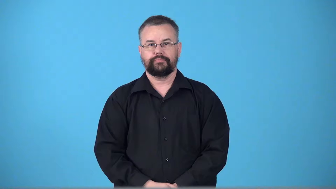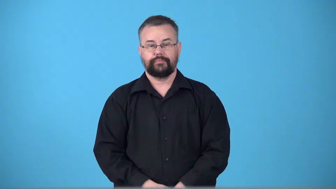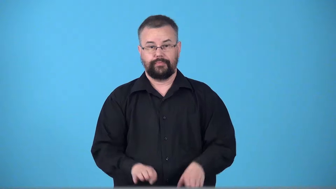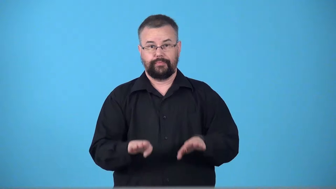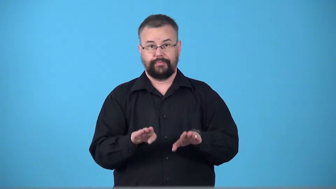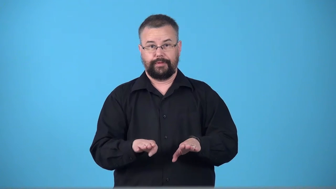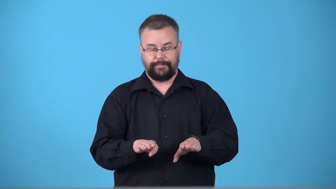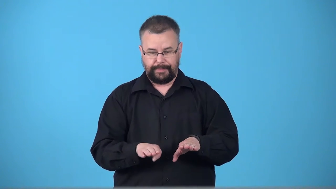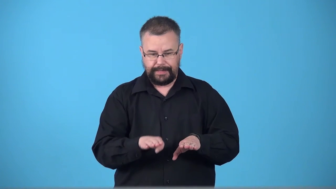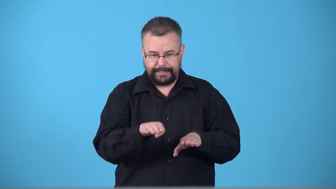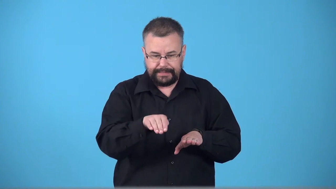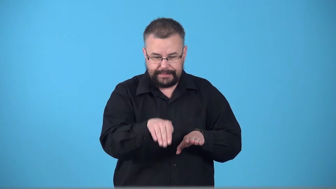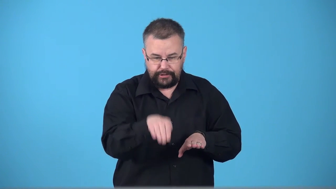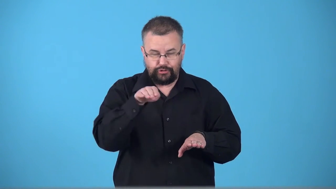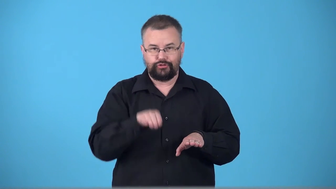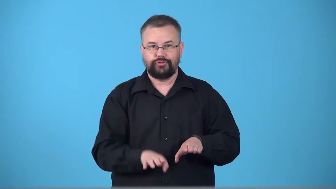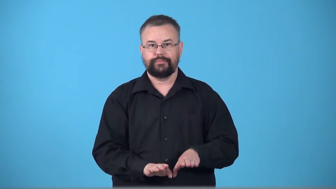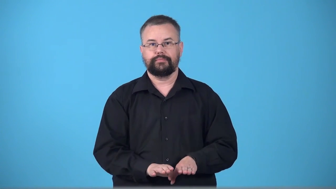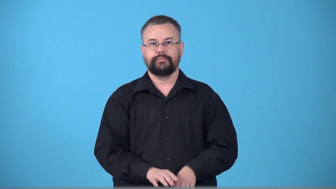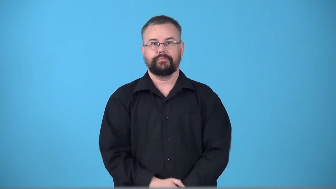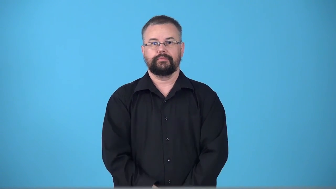toe-touch line with toe